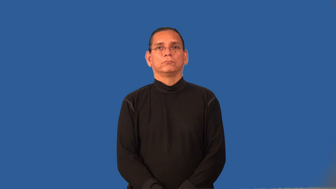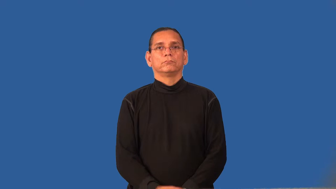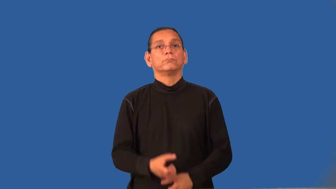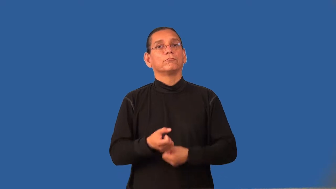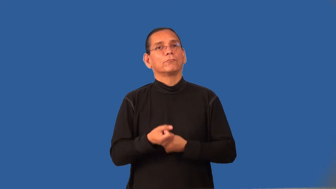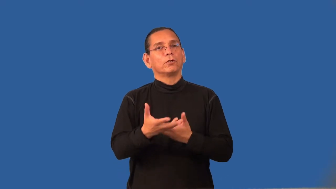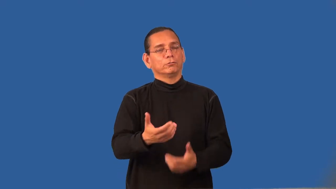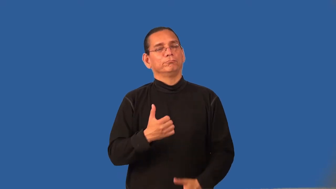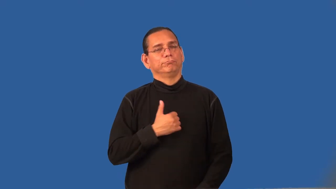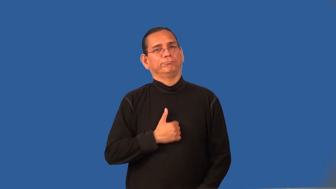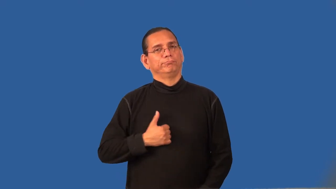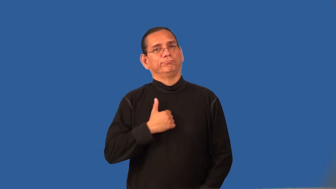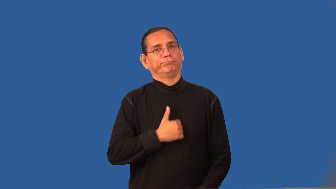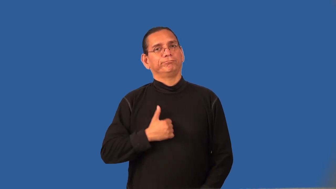regrettable